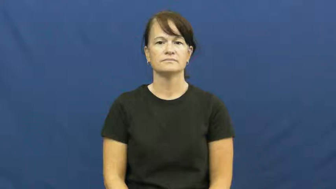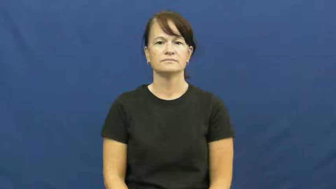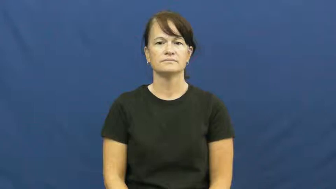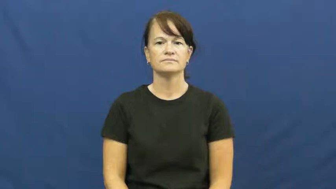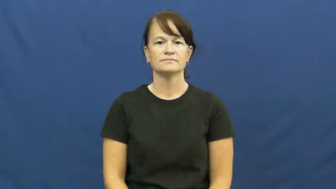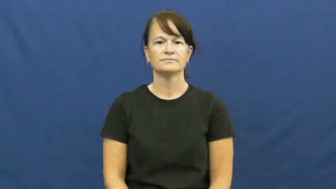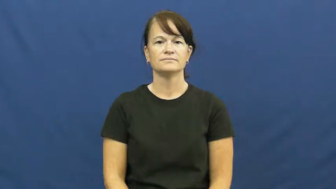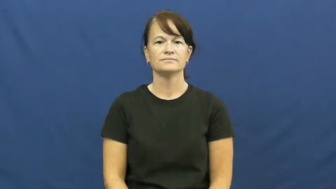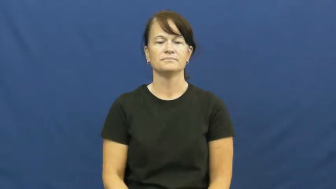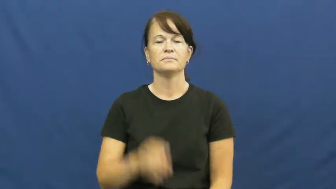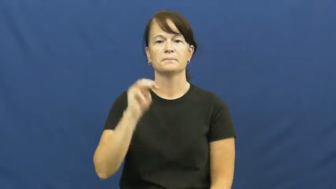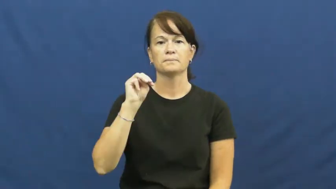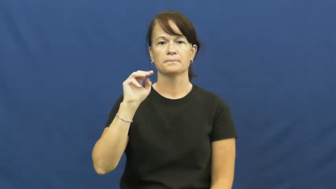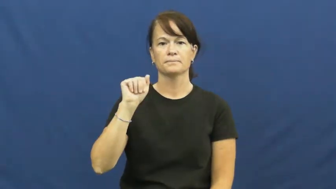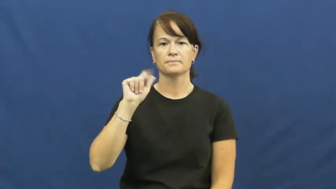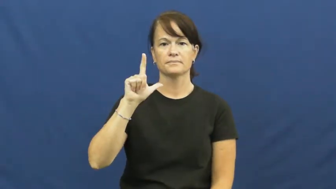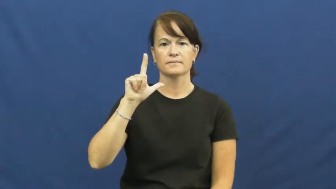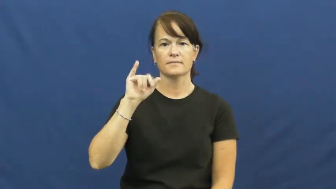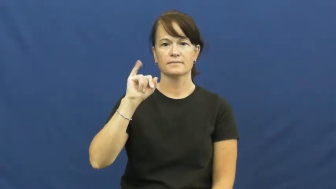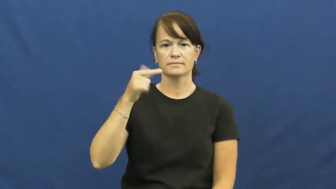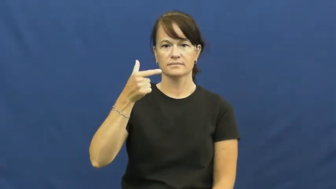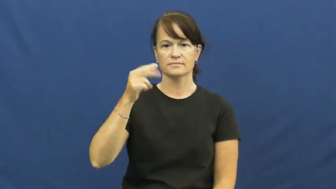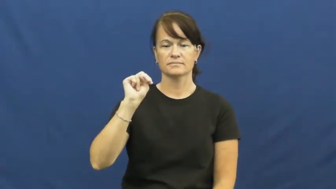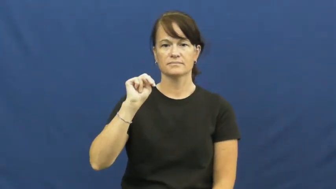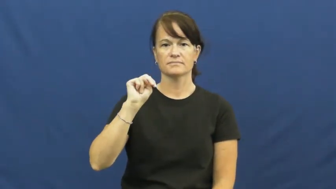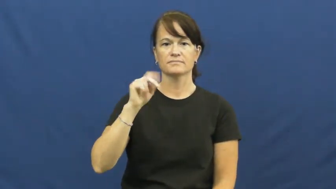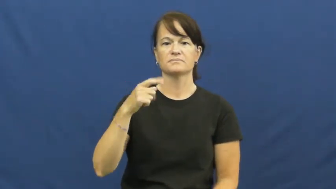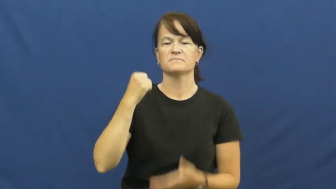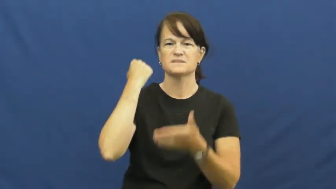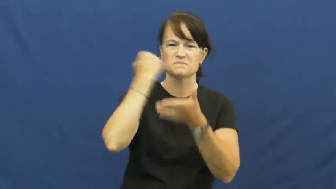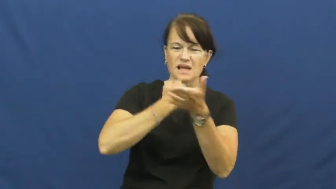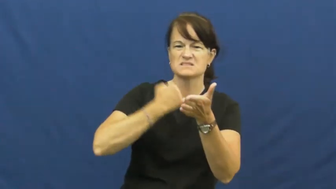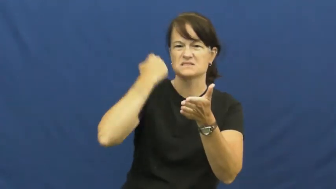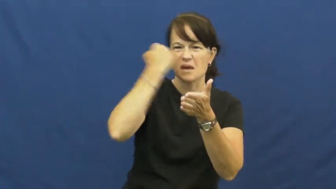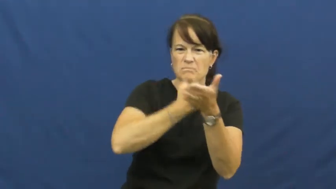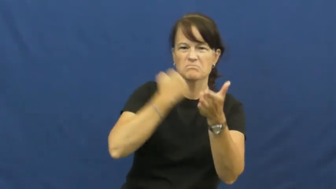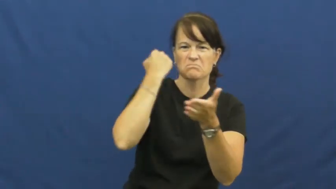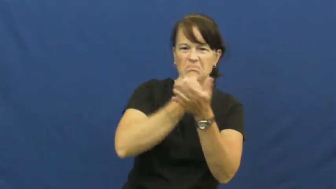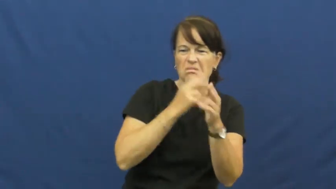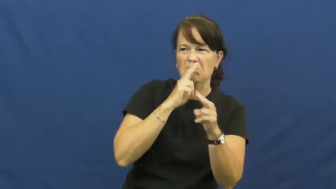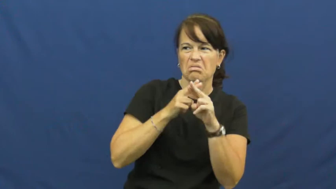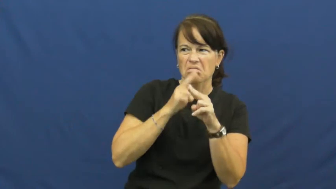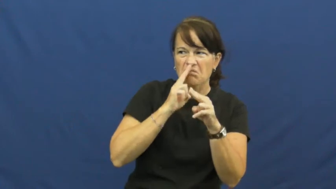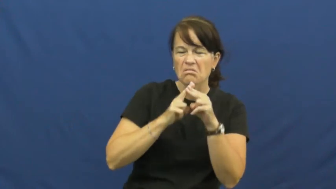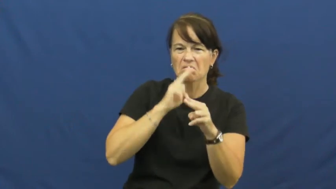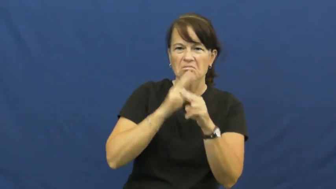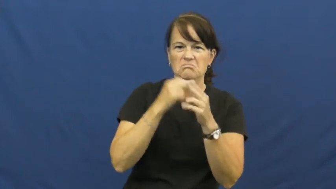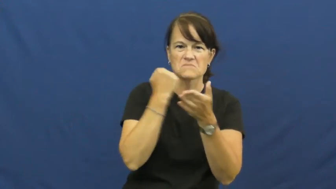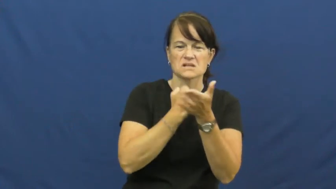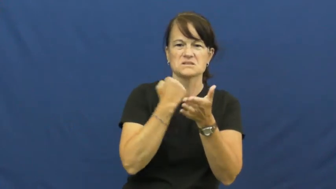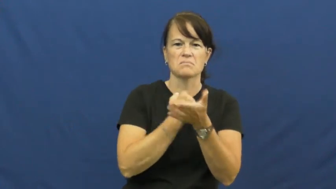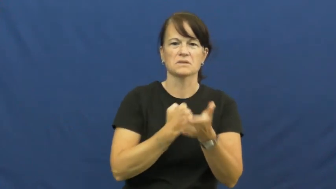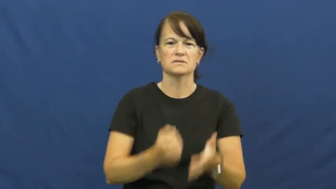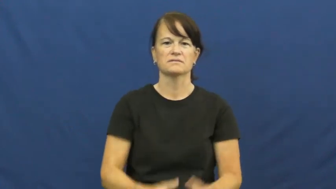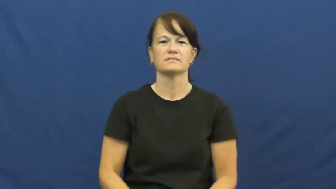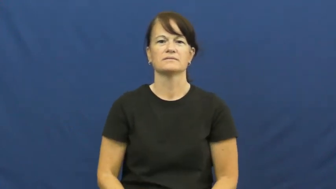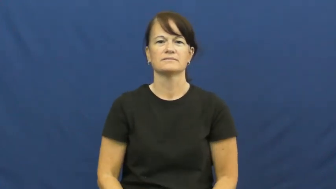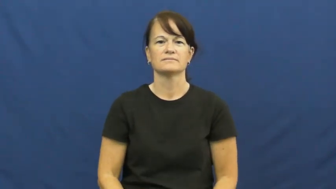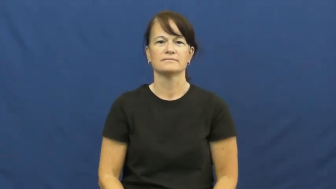malign